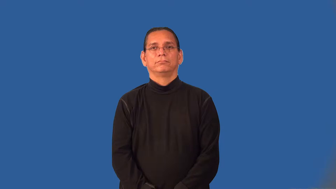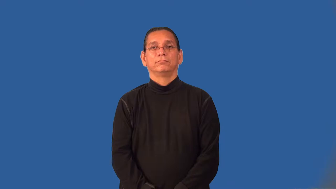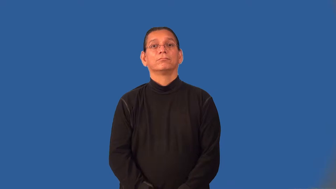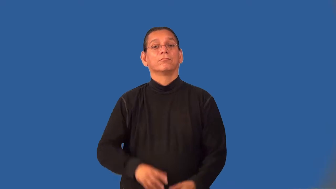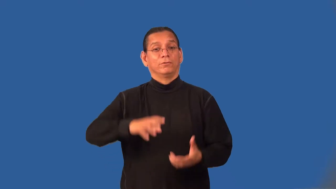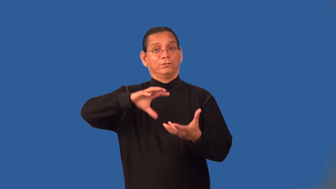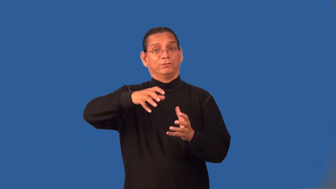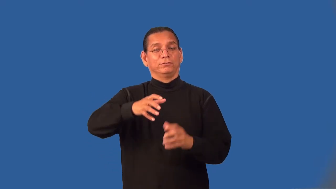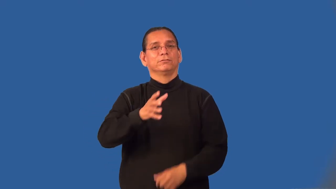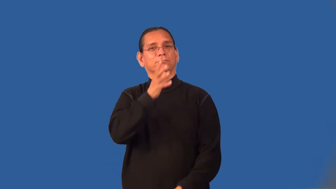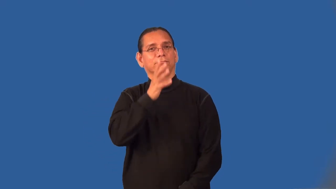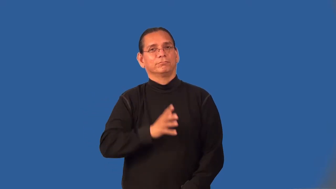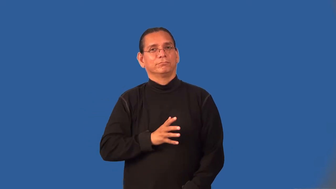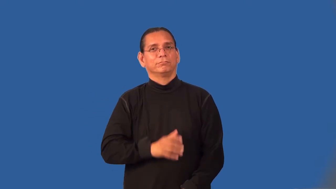laundrywoman